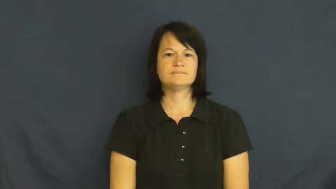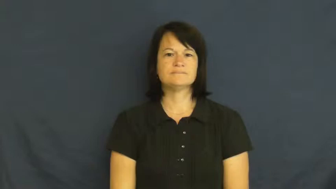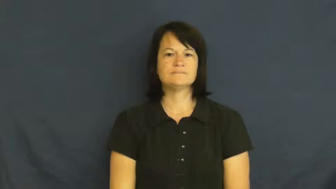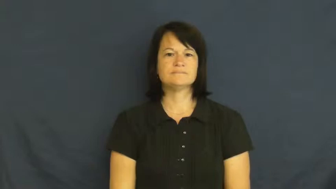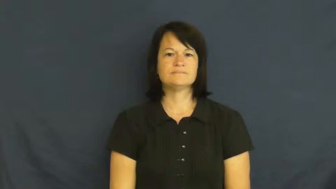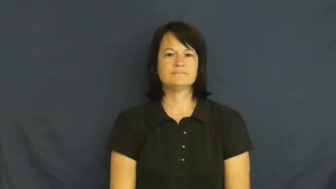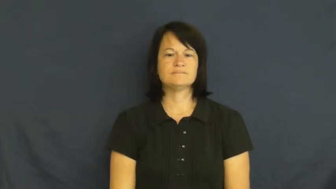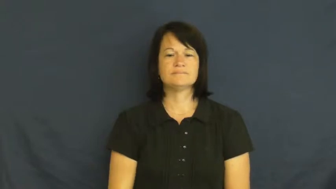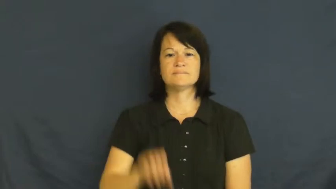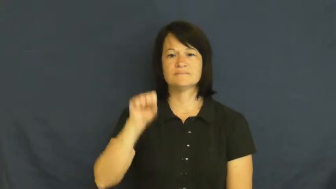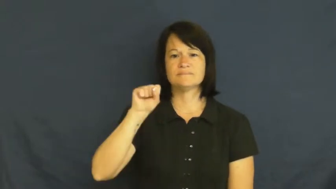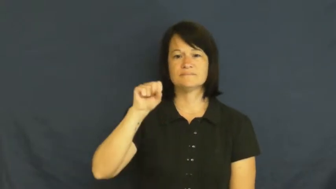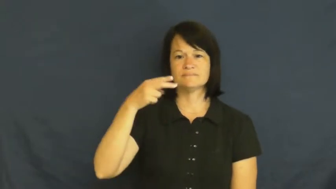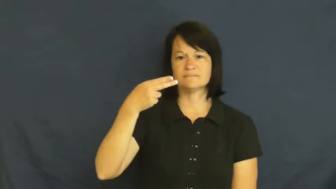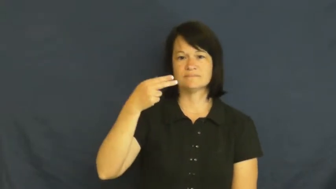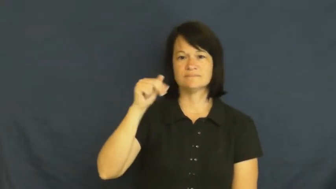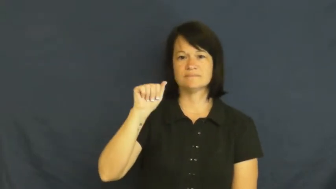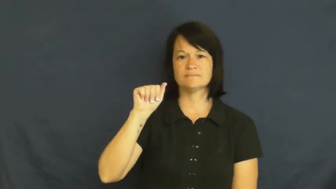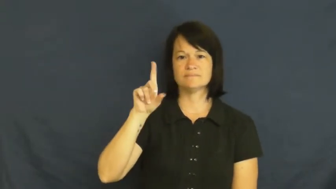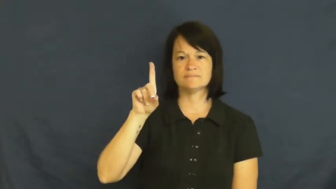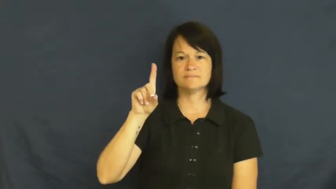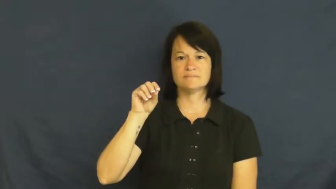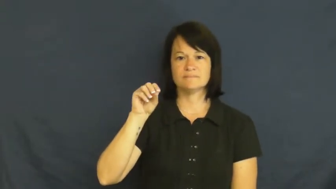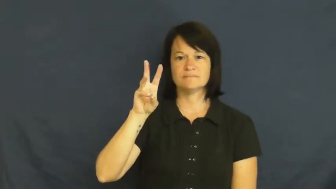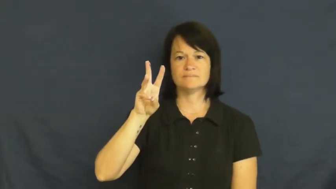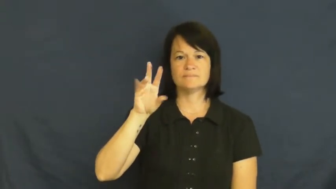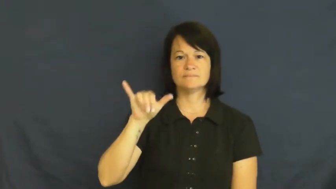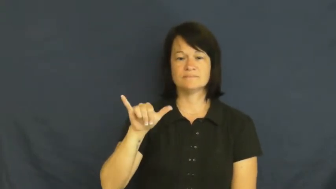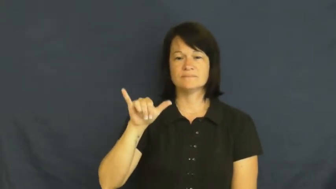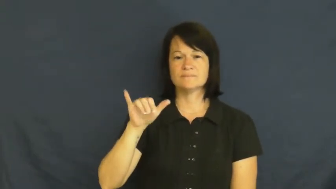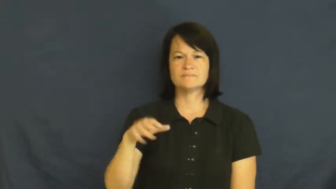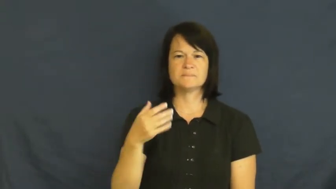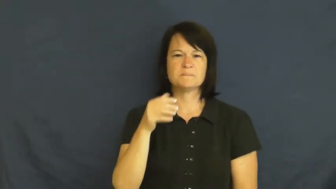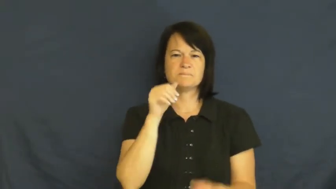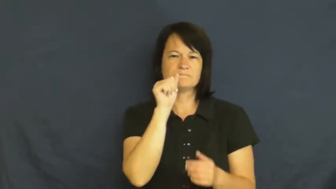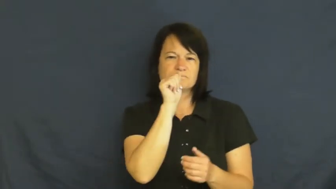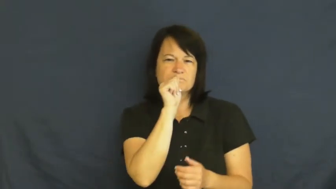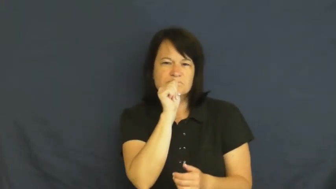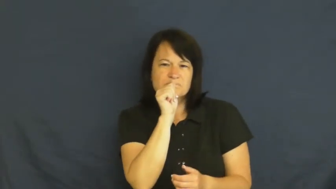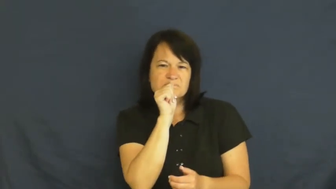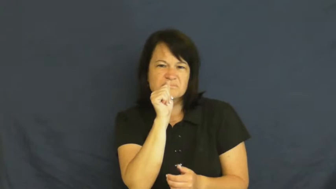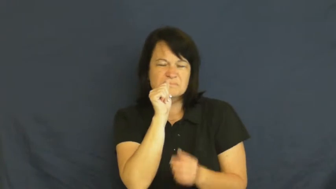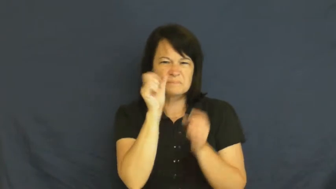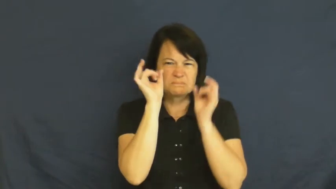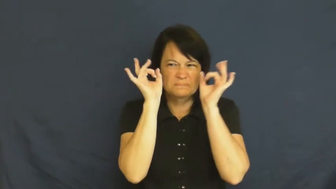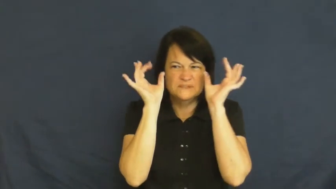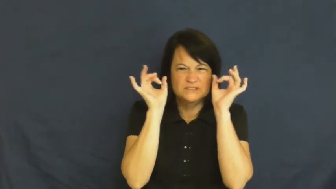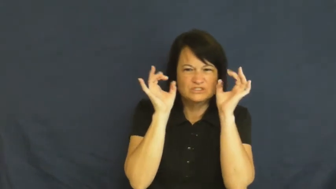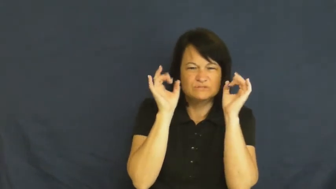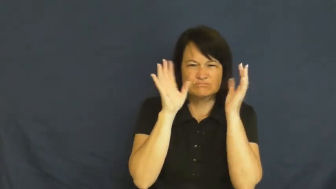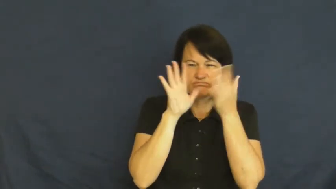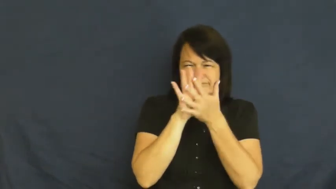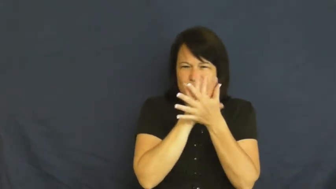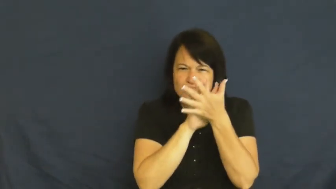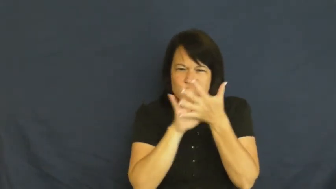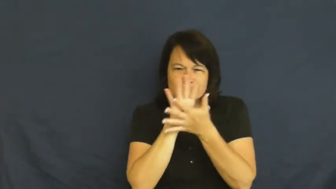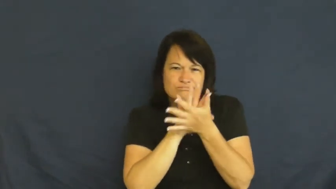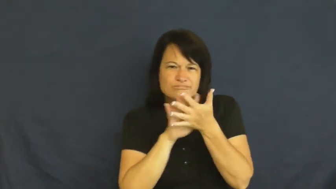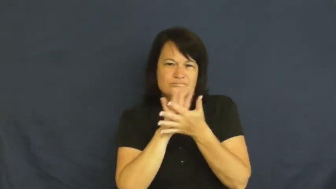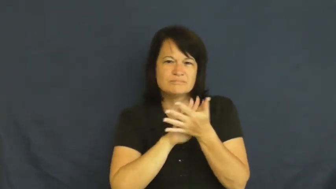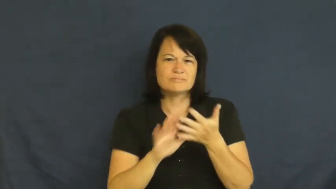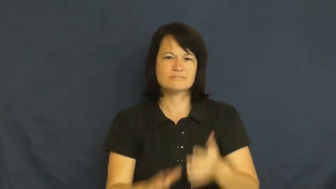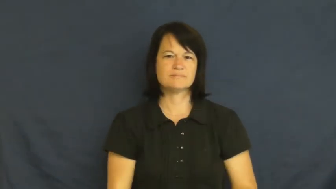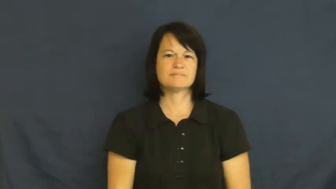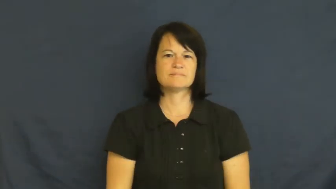shadowy